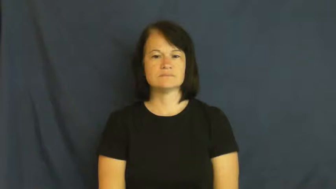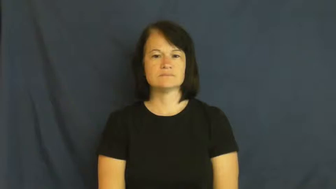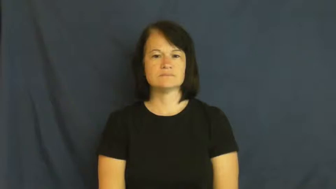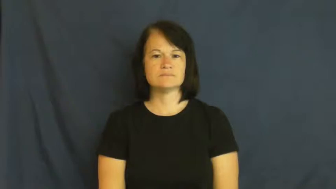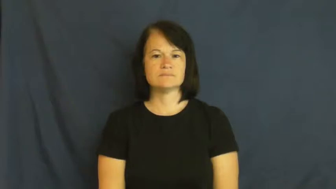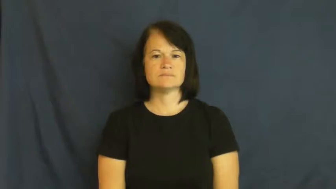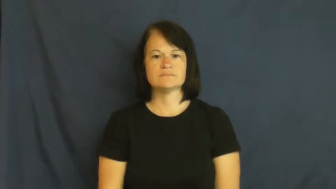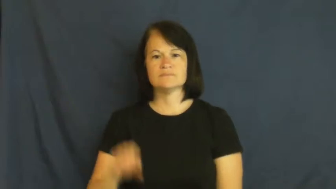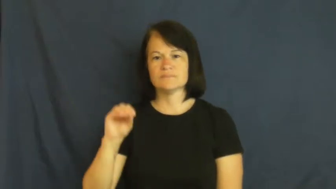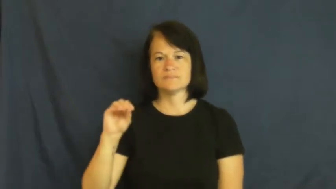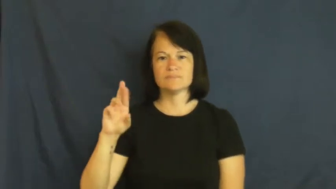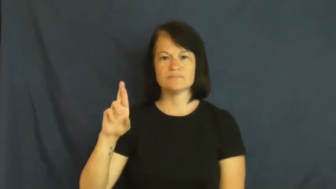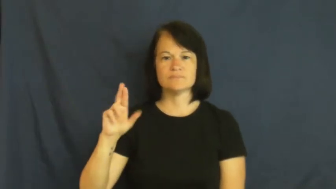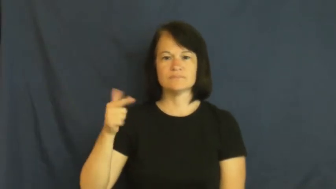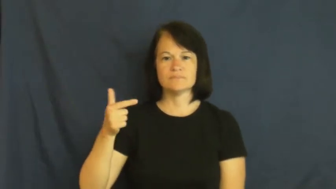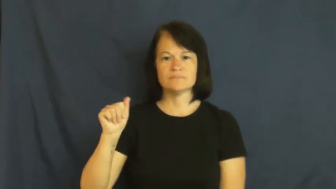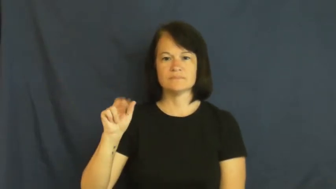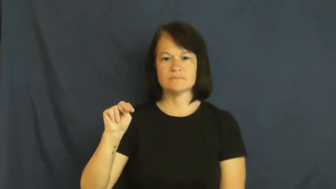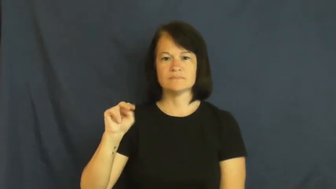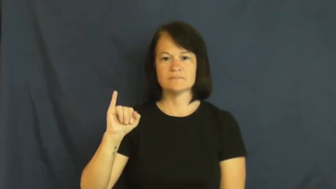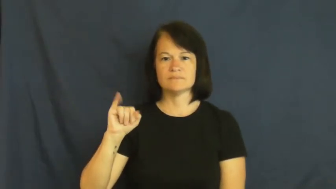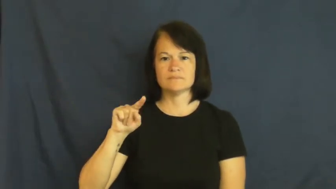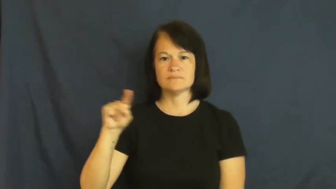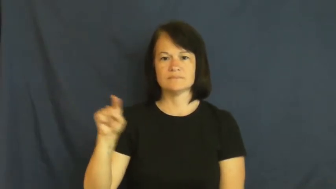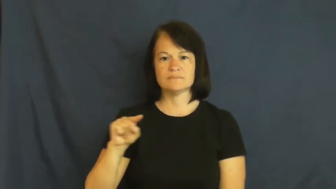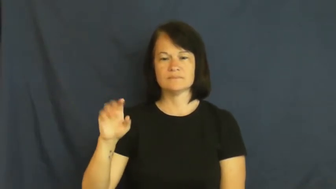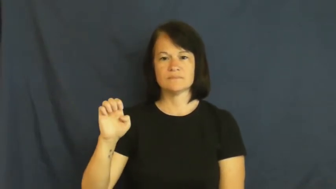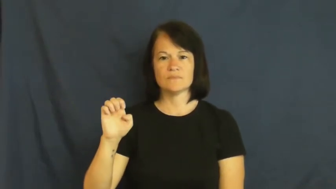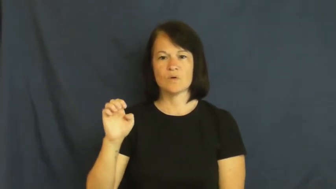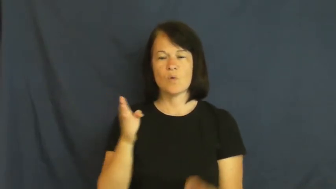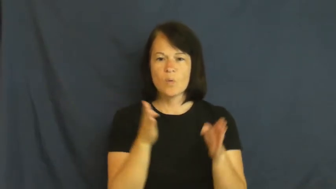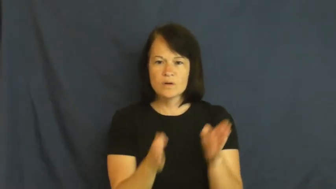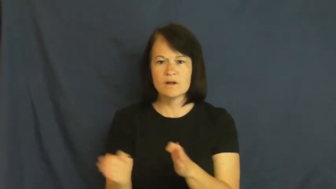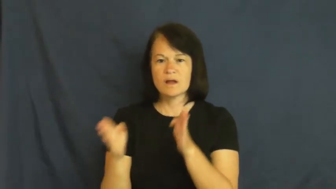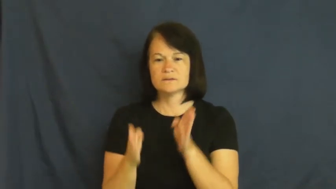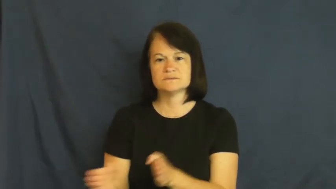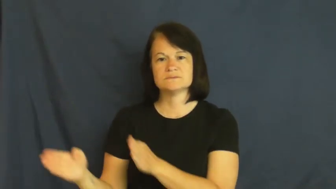organize